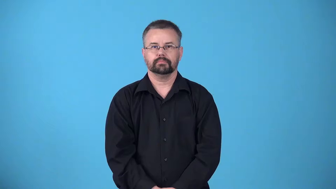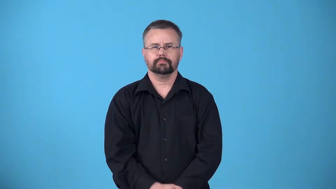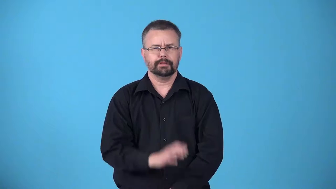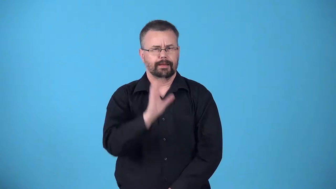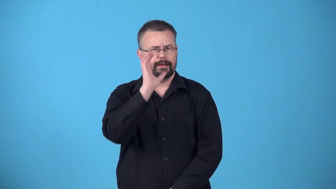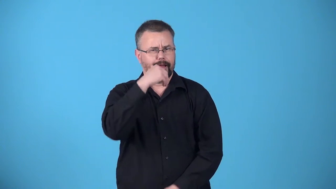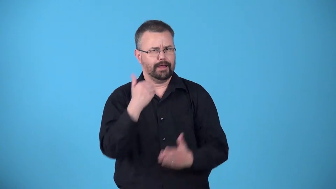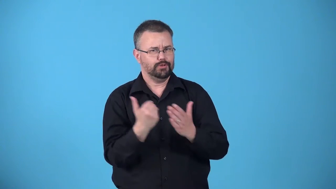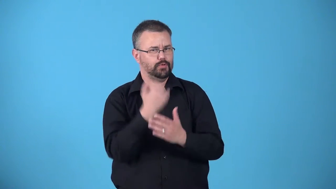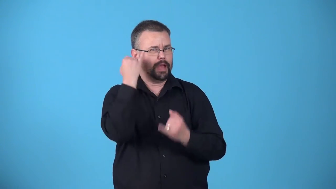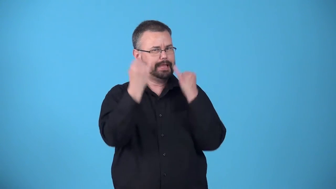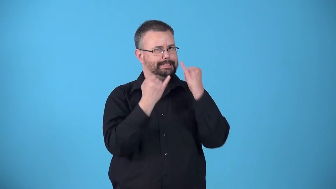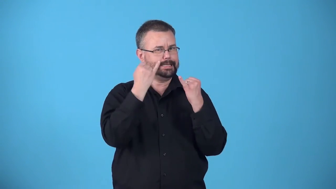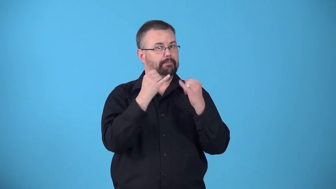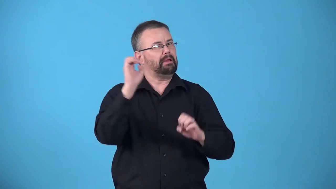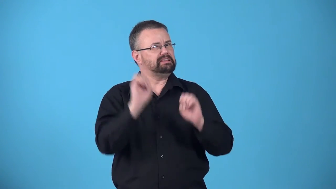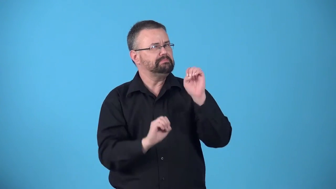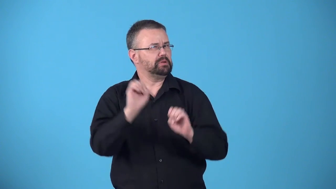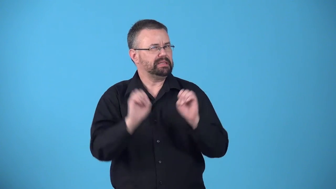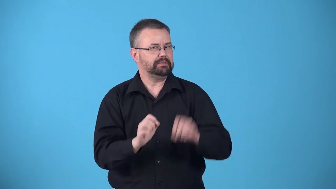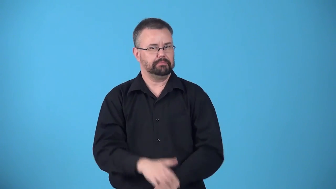avant garde